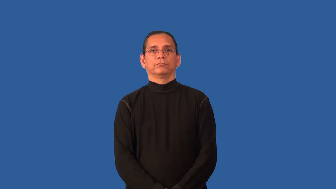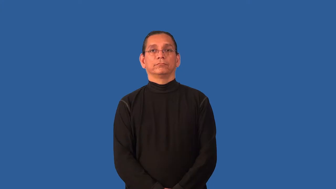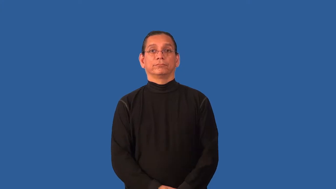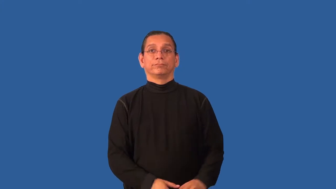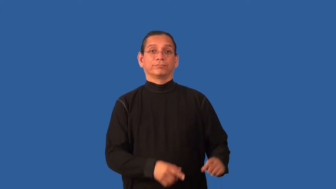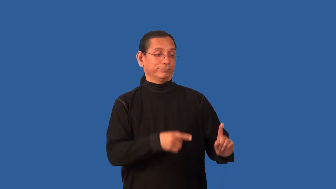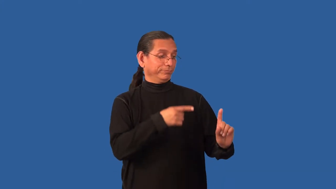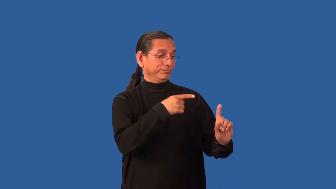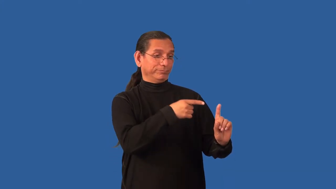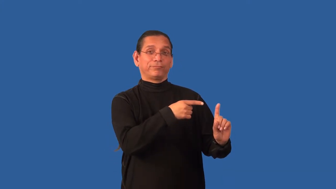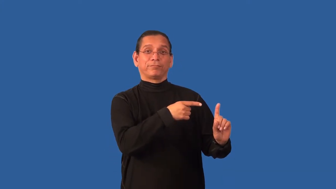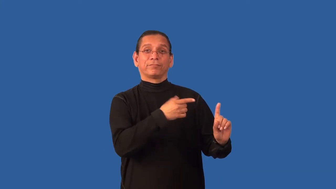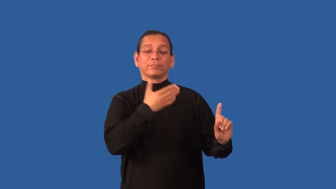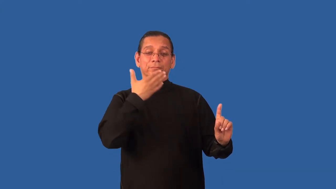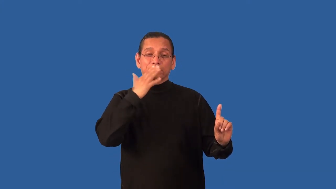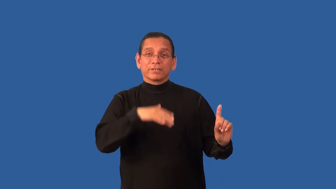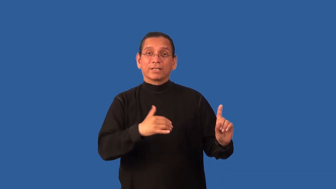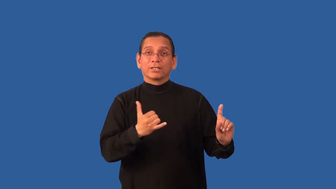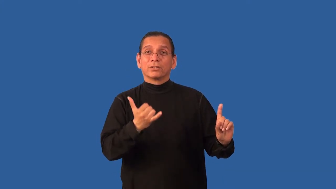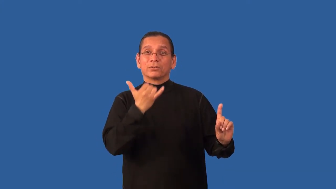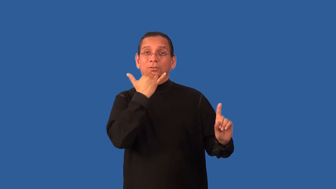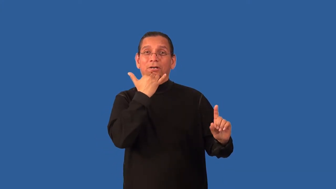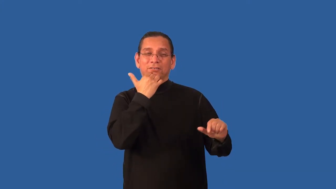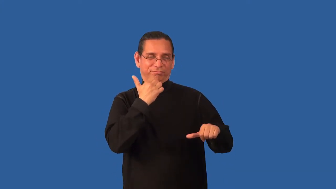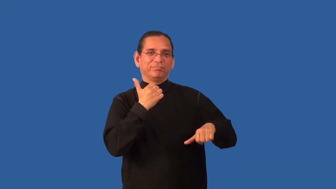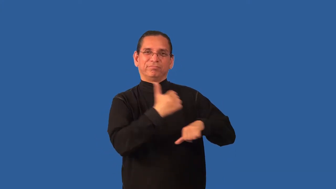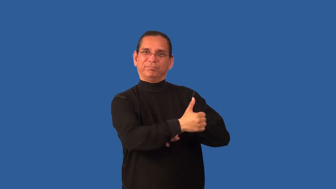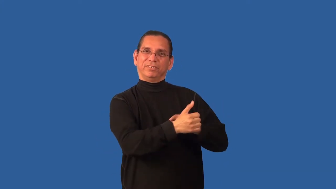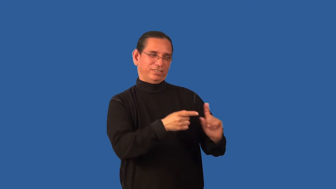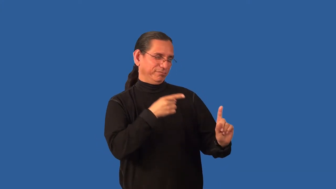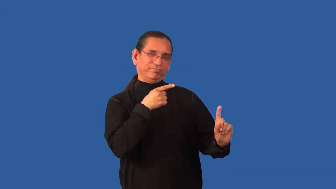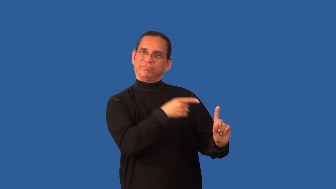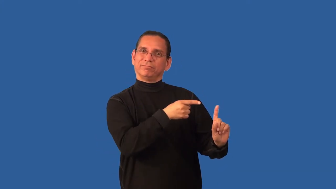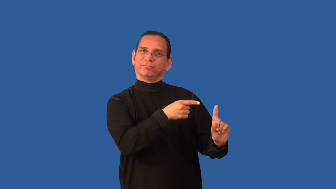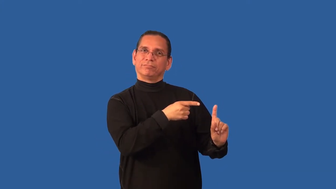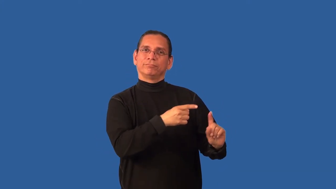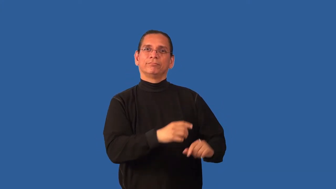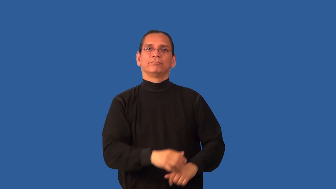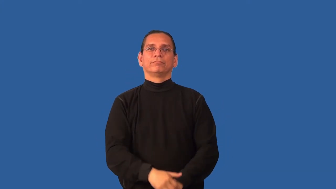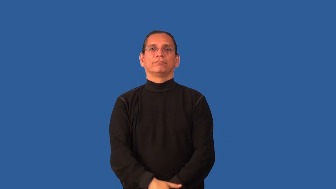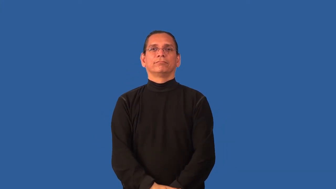blameful,balmeworthy,blameable